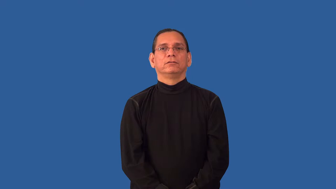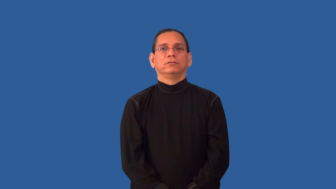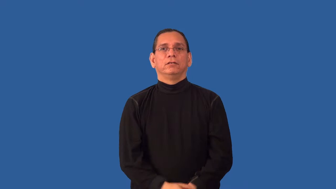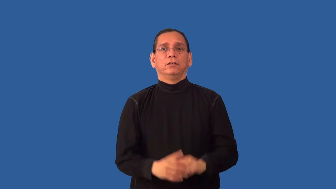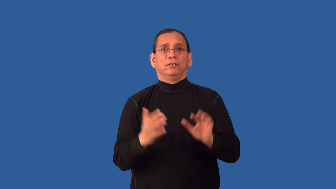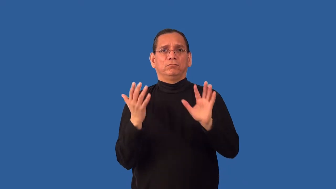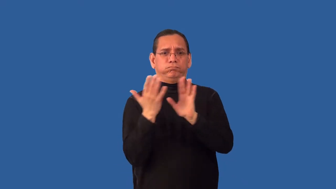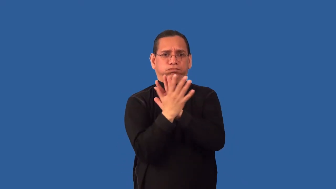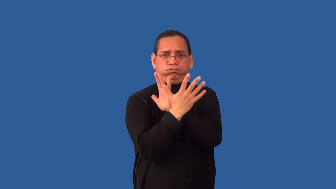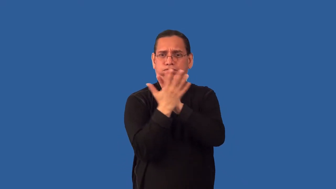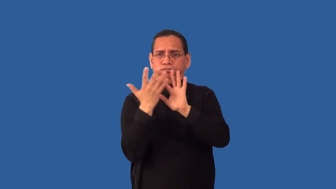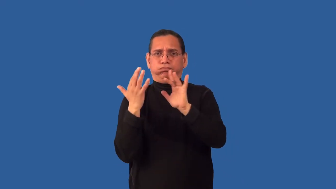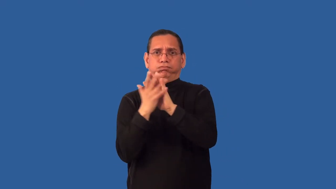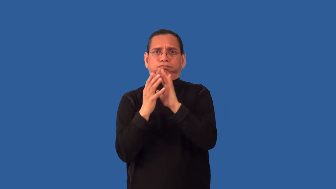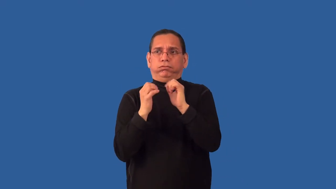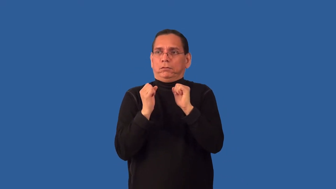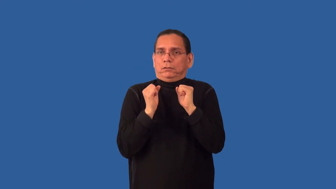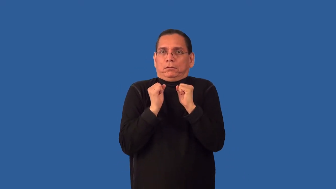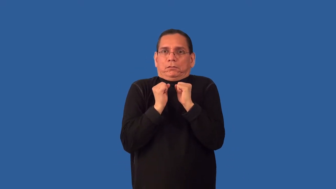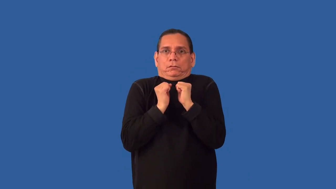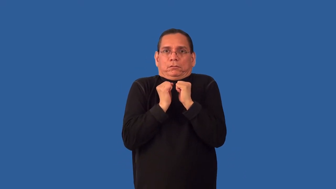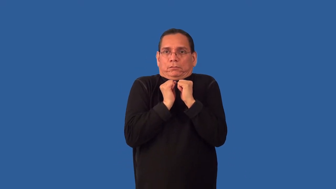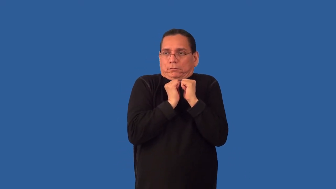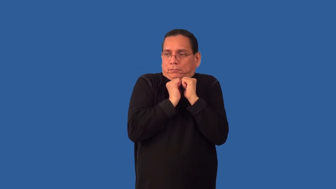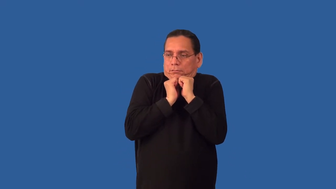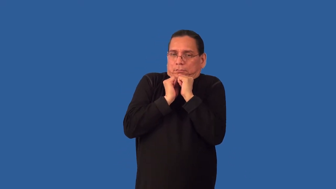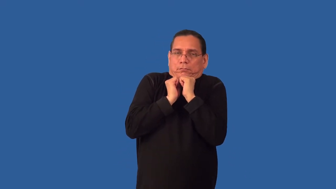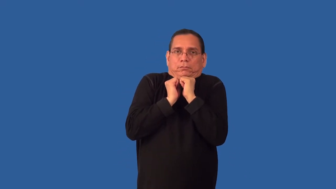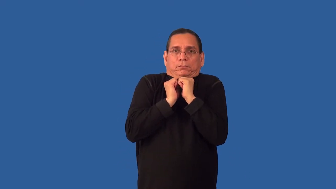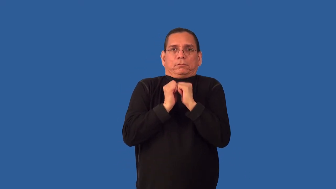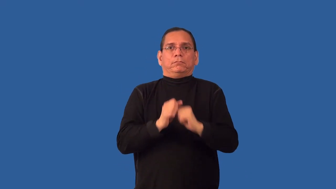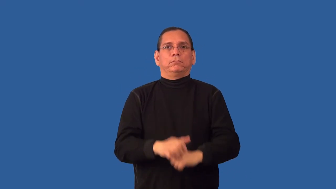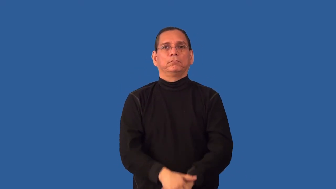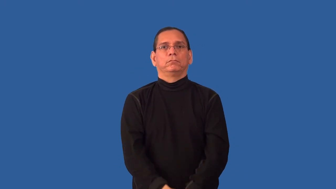overcrowd,overflow